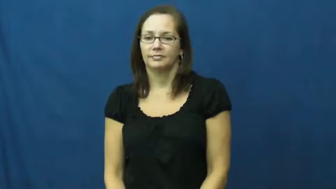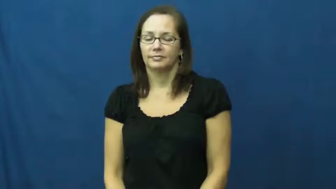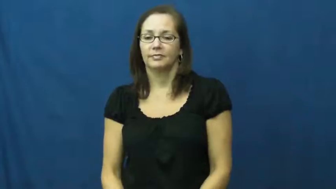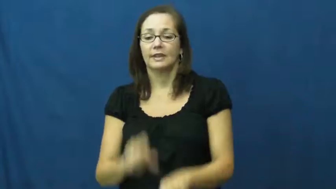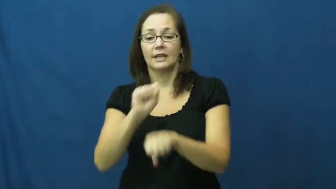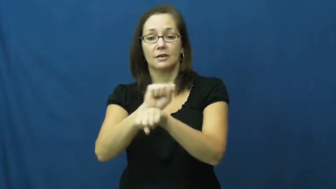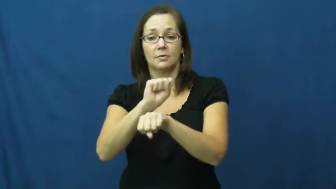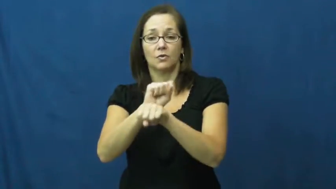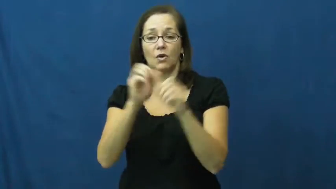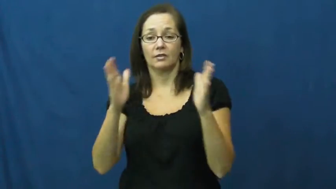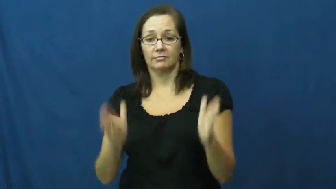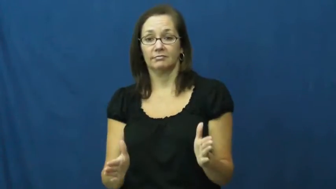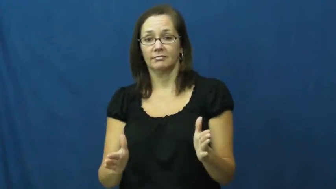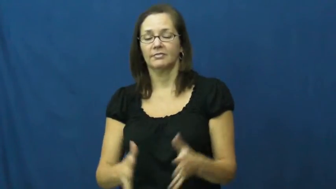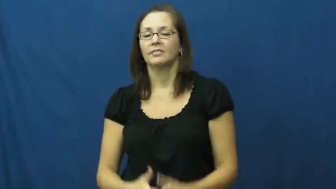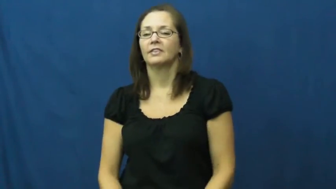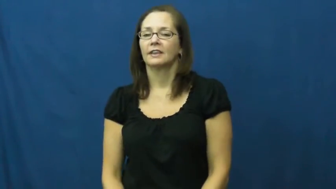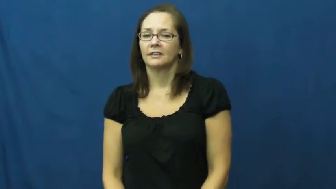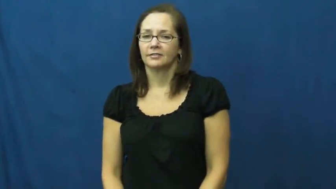employee,hireling,jobholder